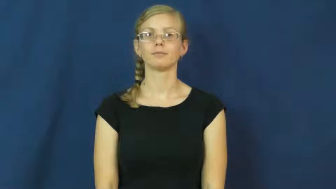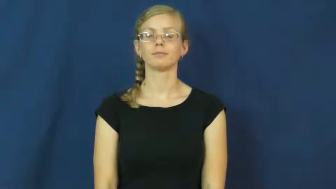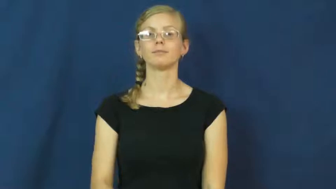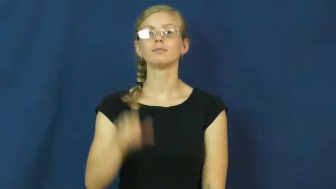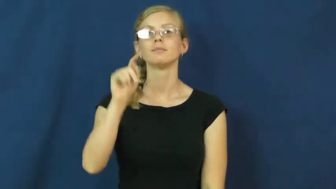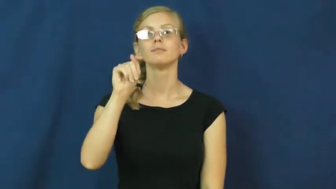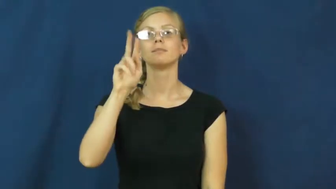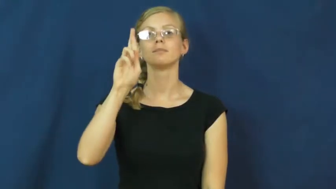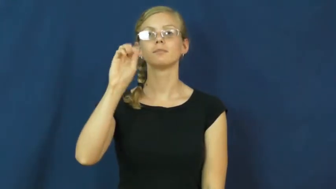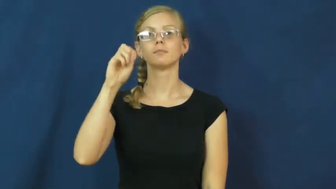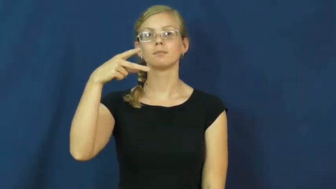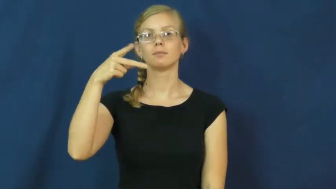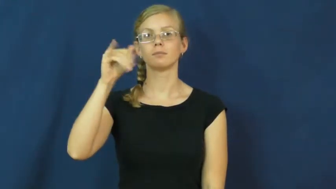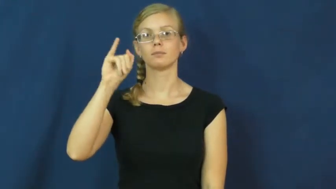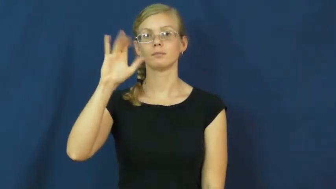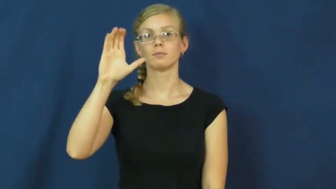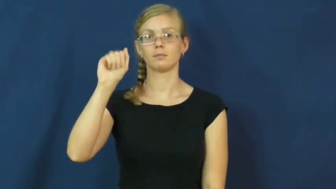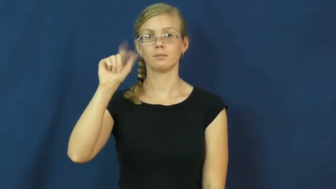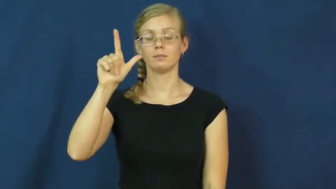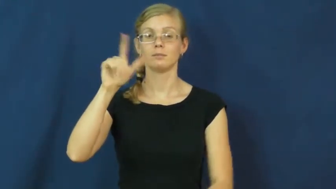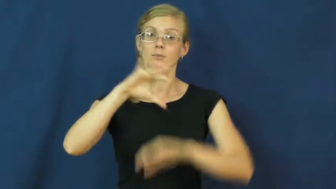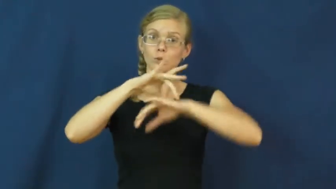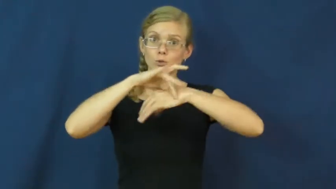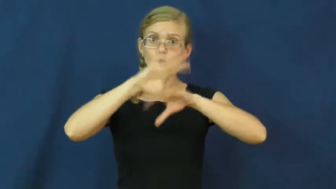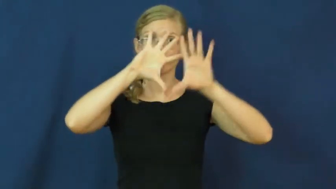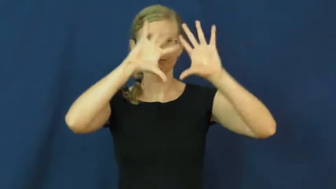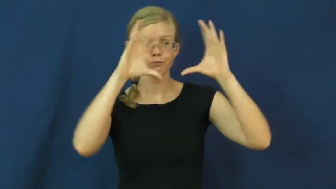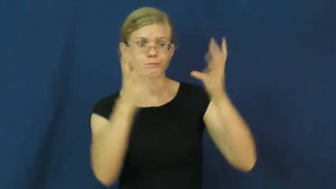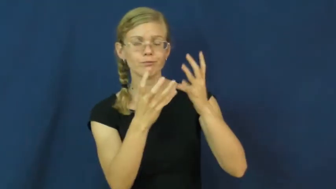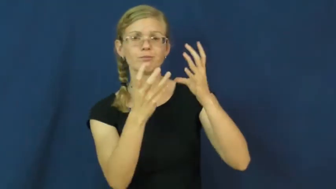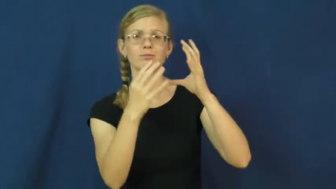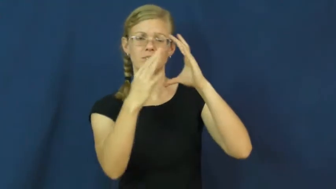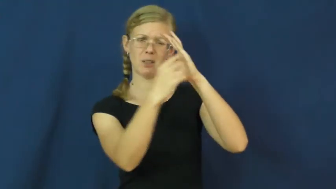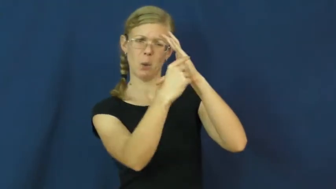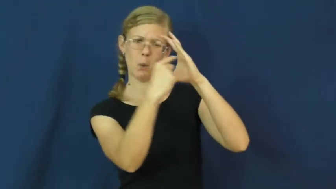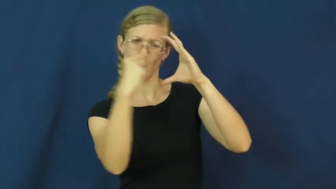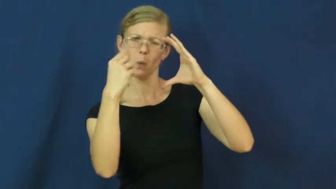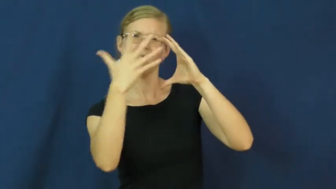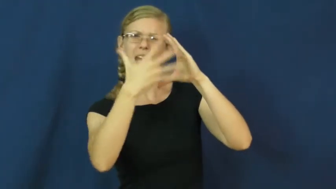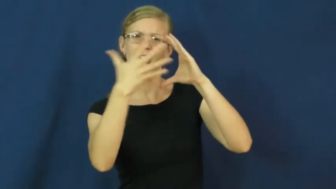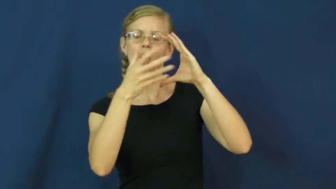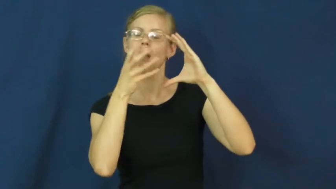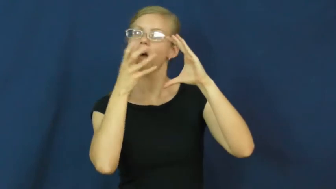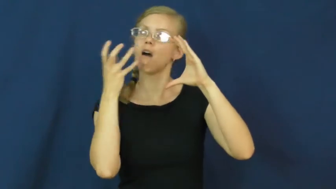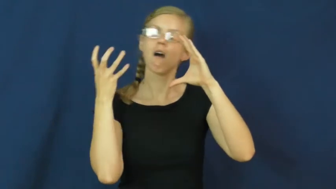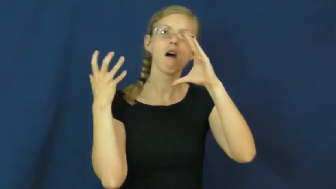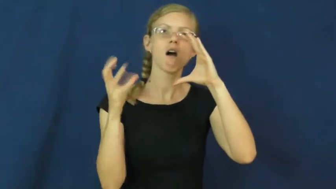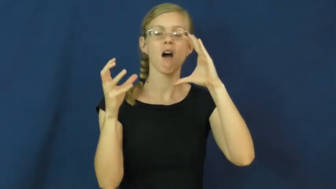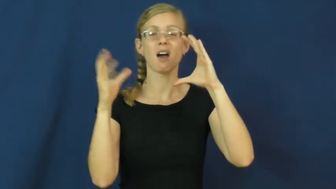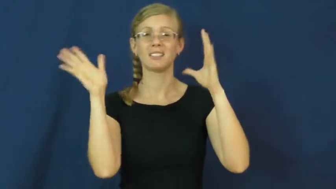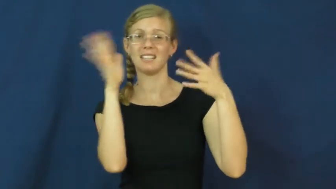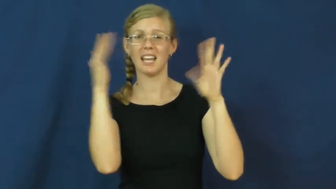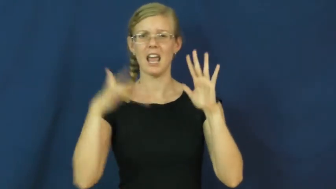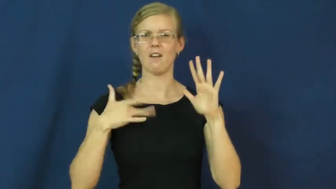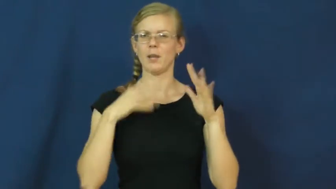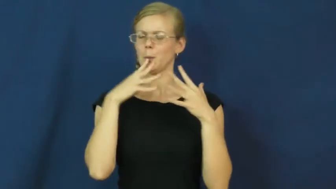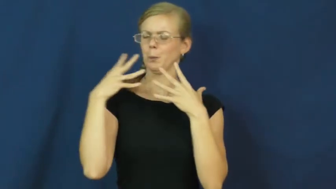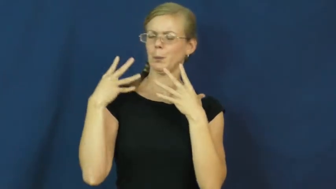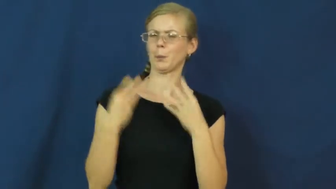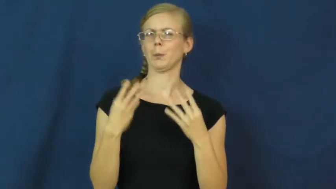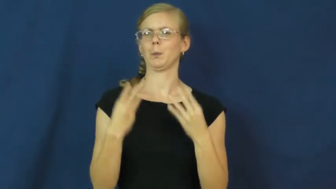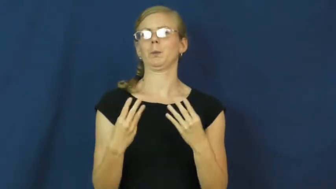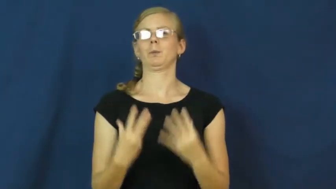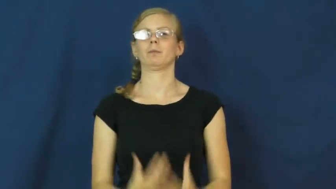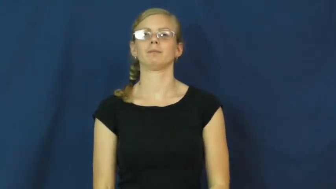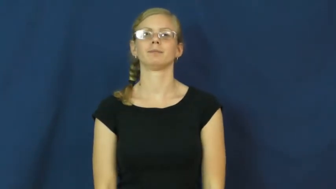tropics,tropical